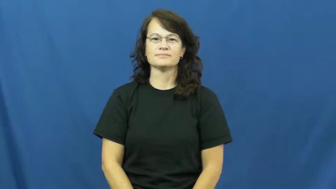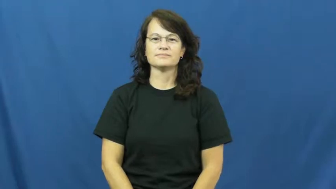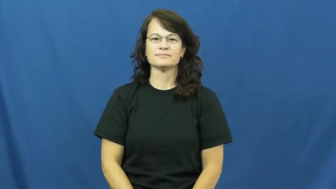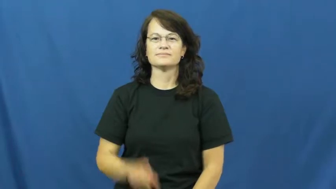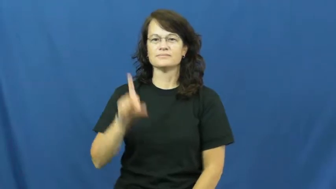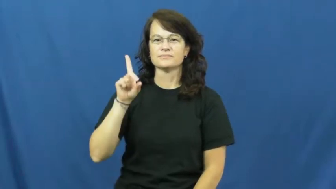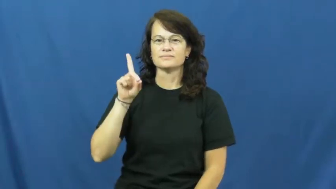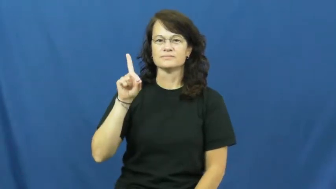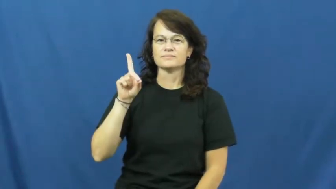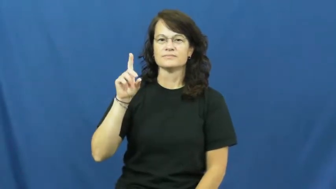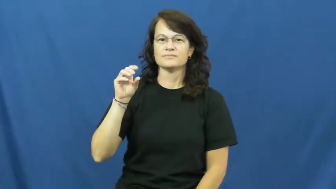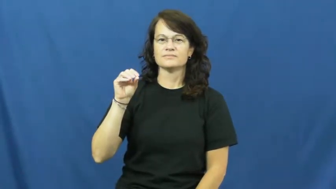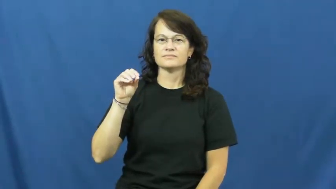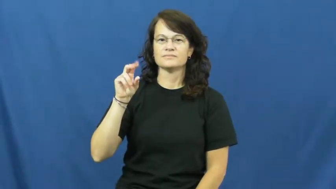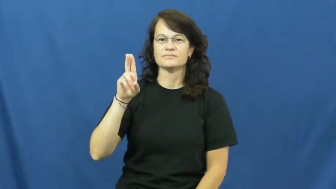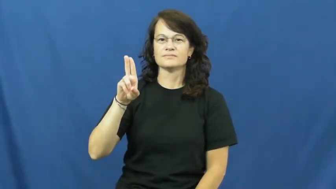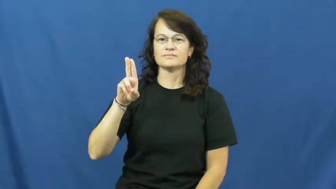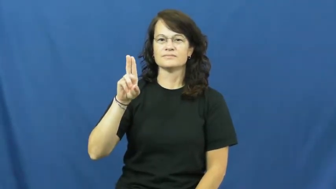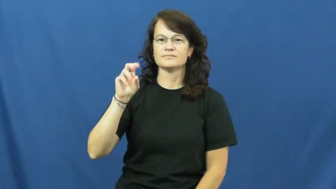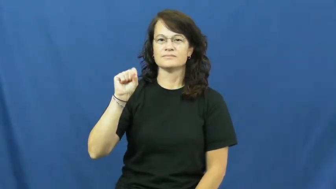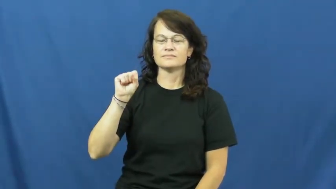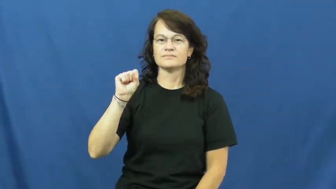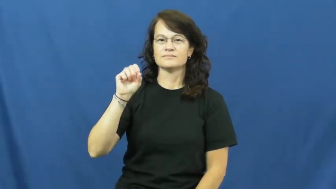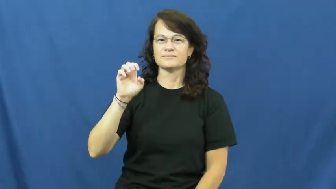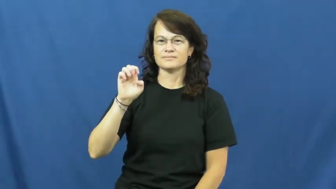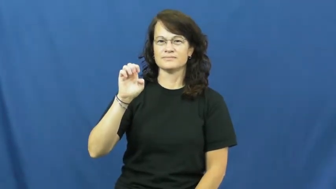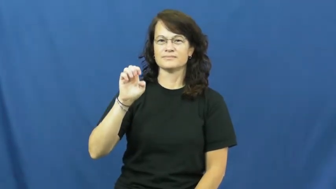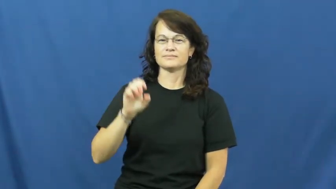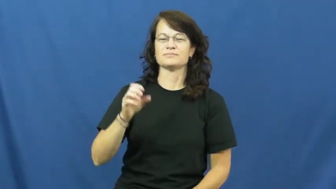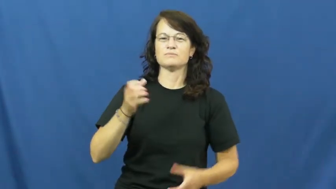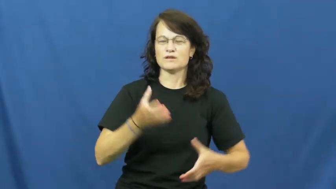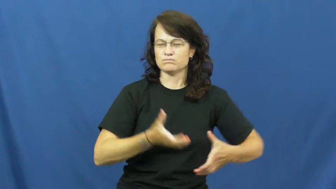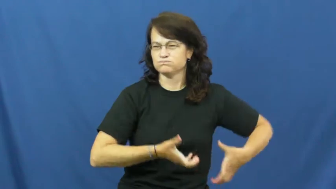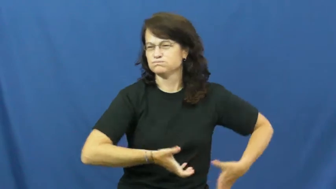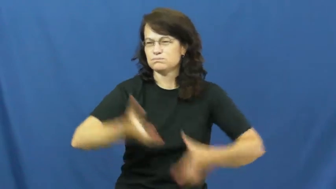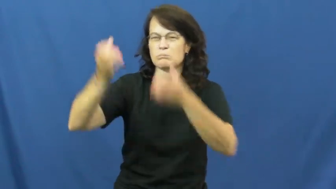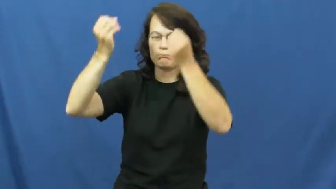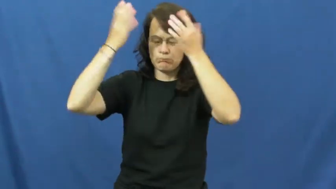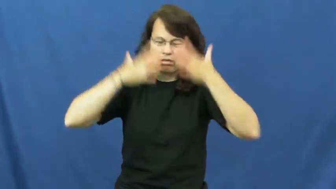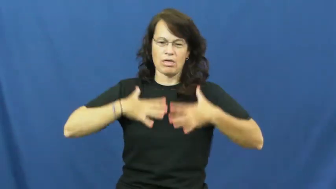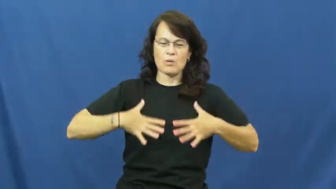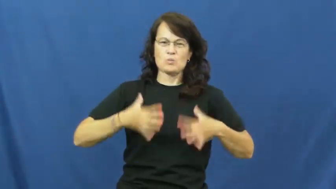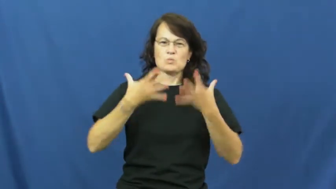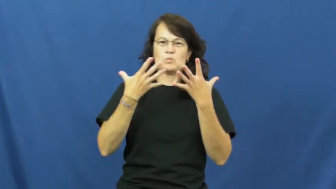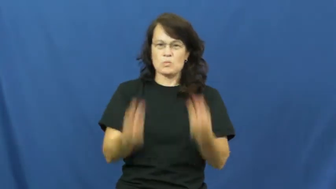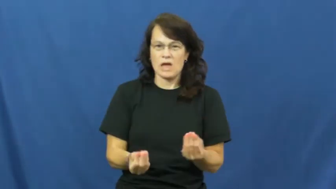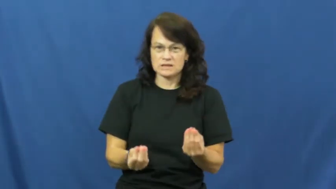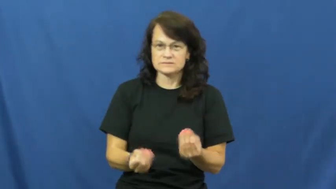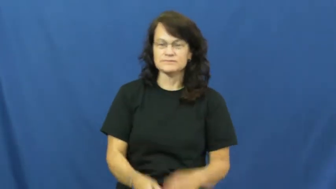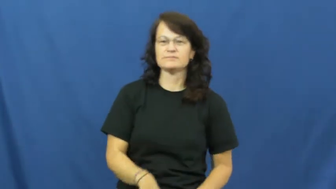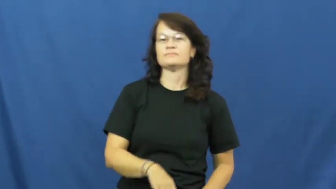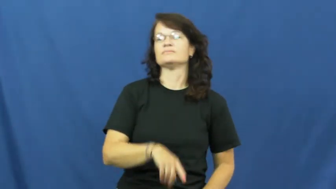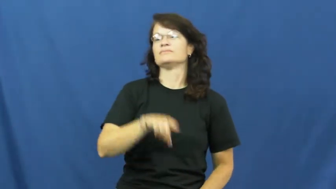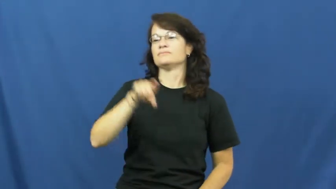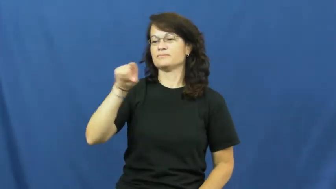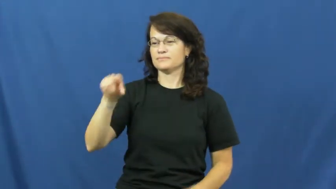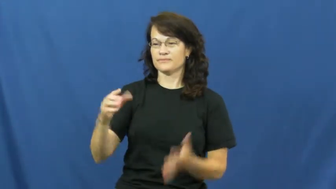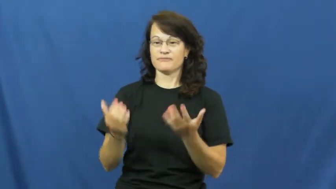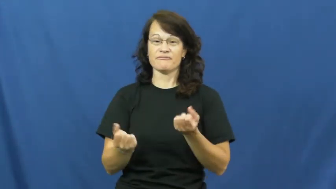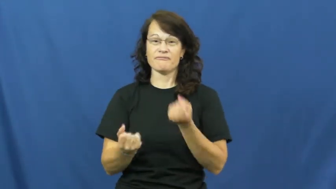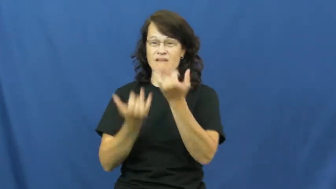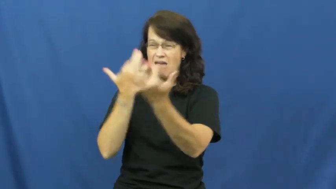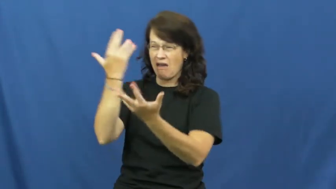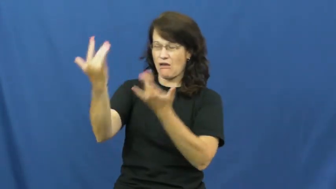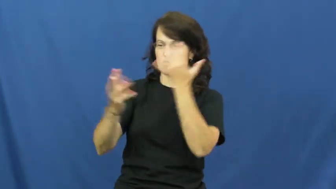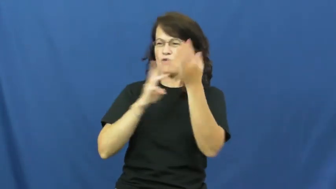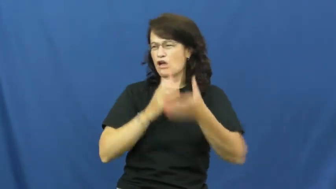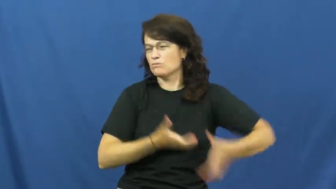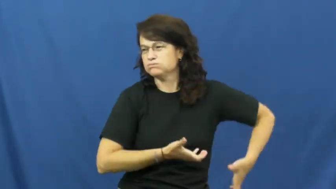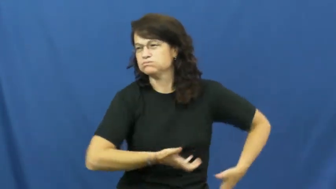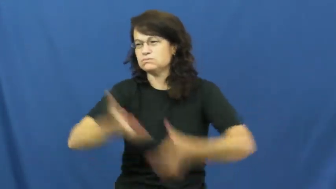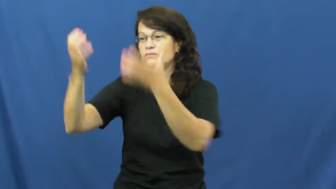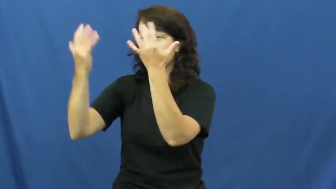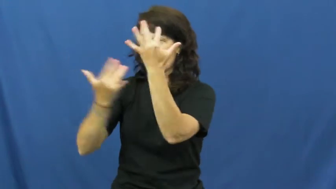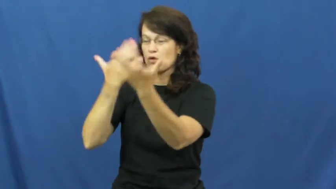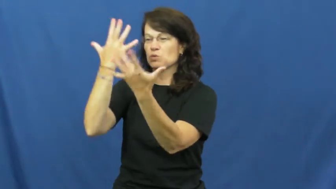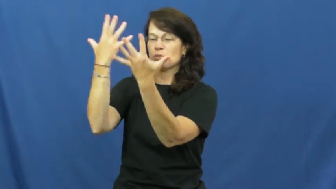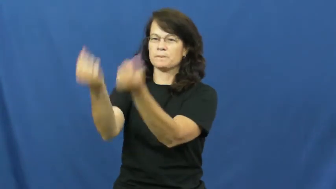douse